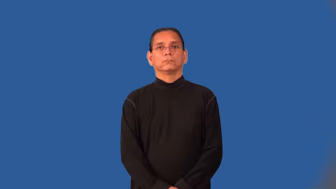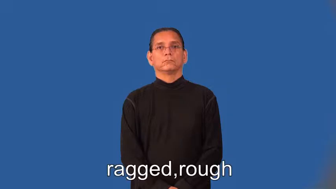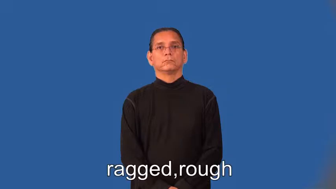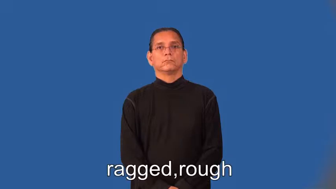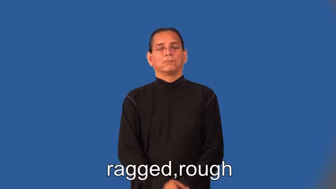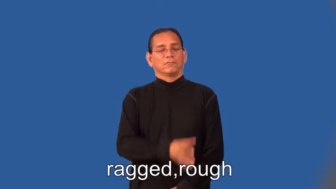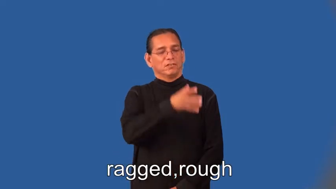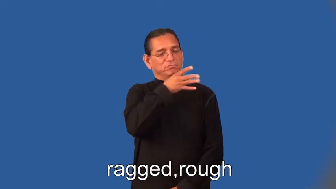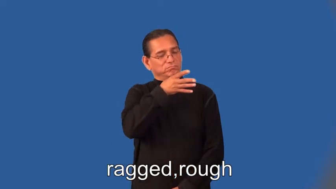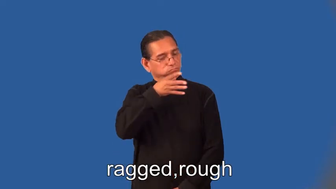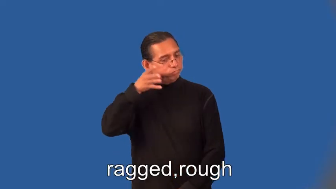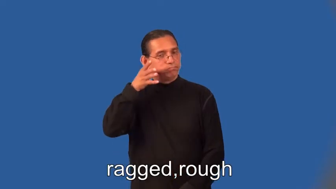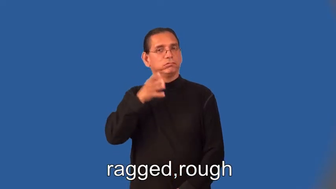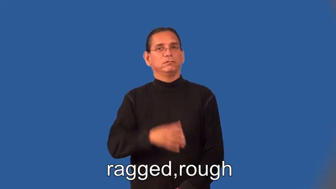ragged,rough,moth-eaten